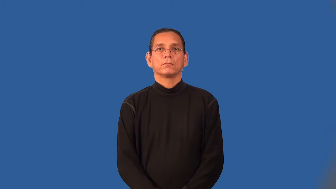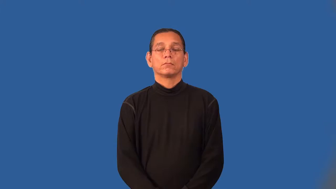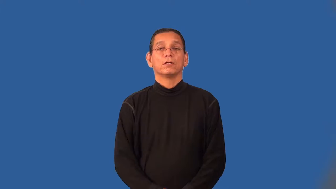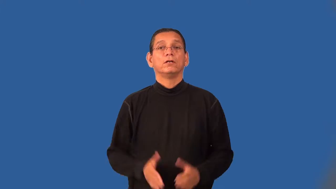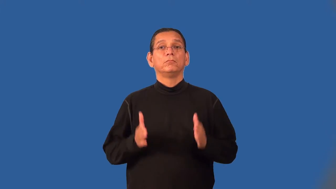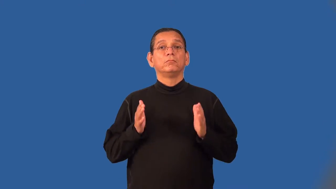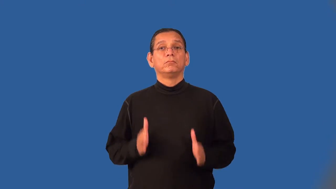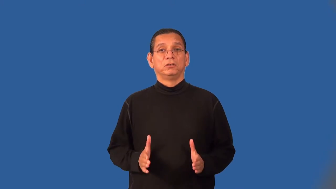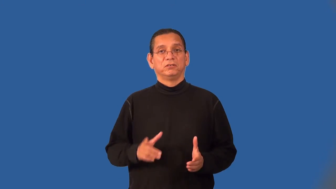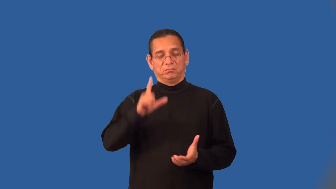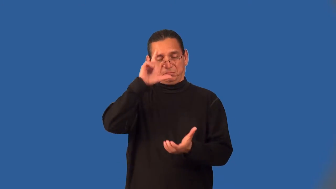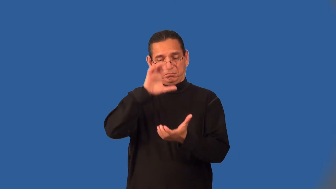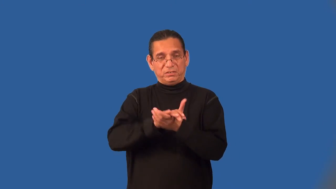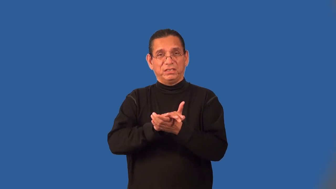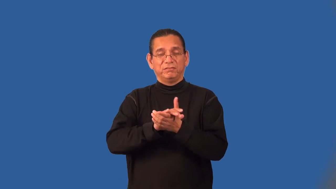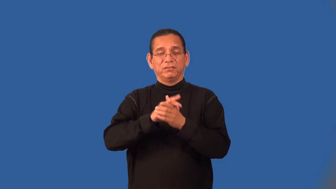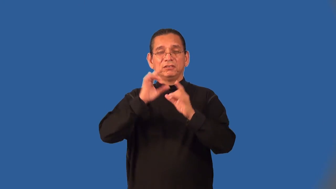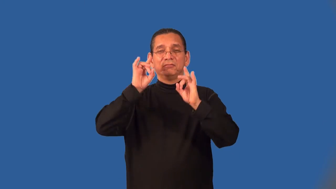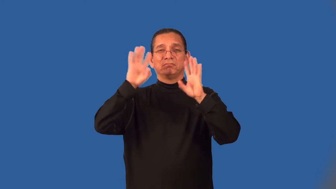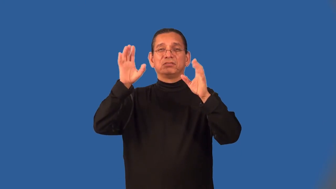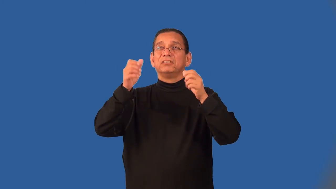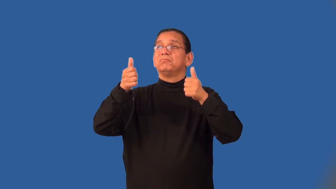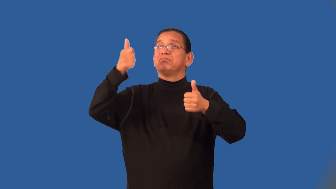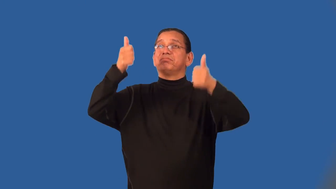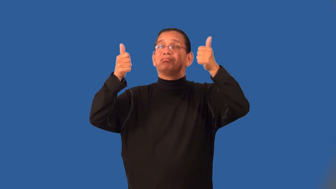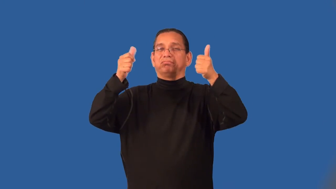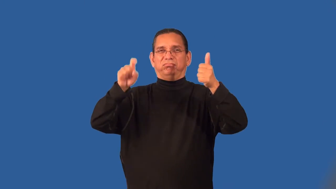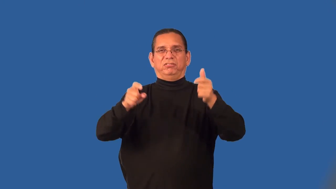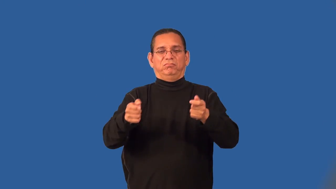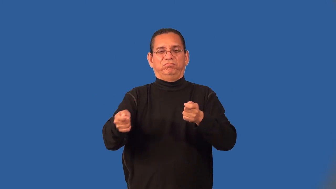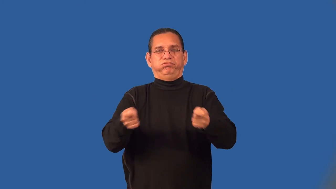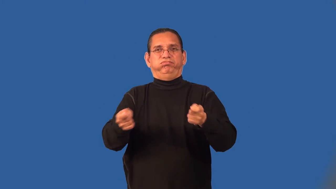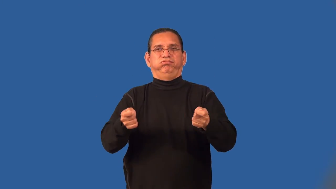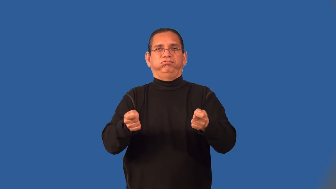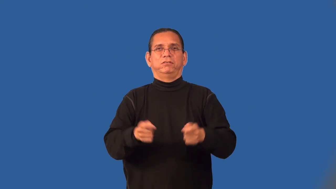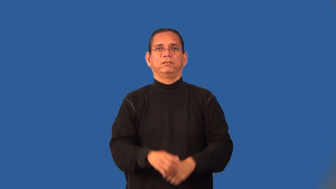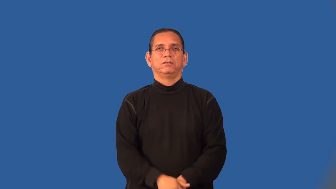elitist